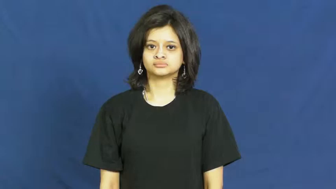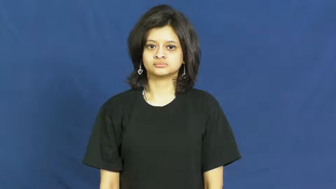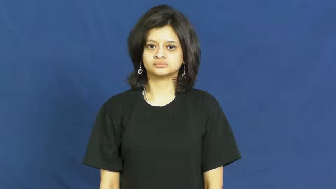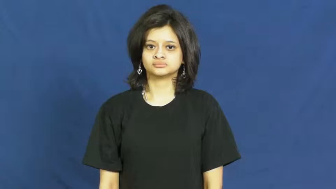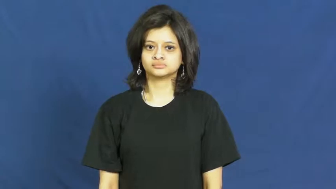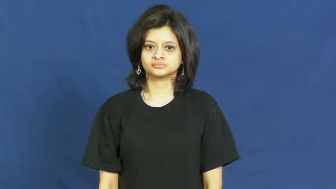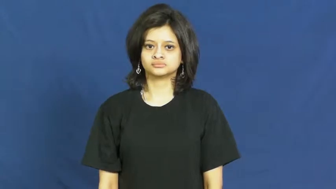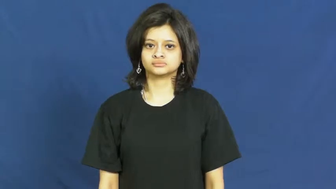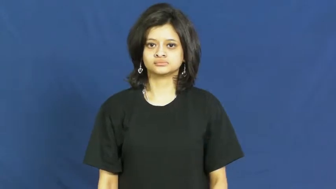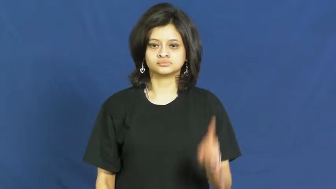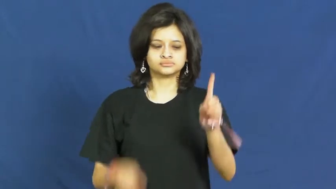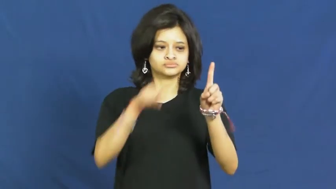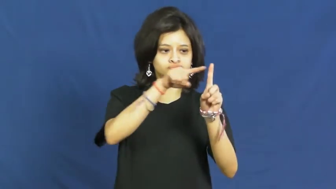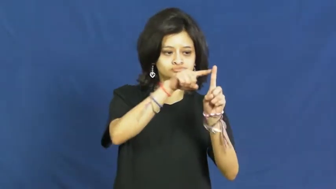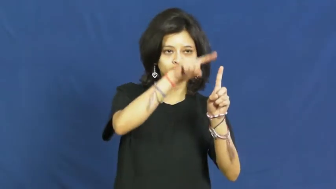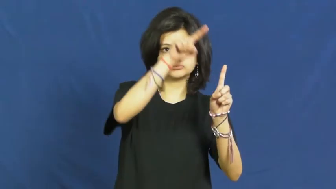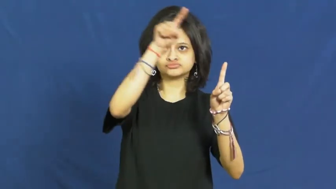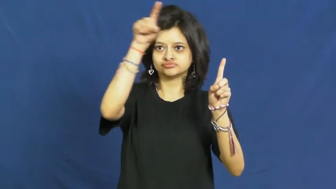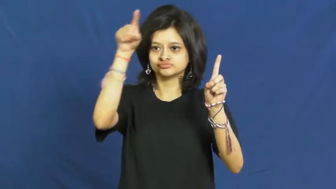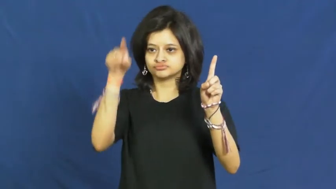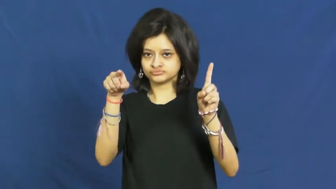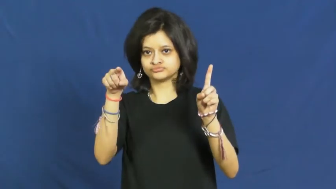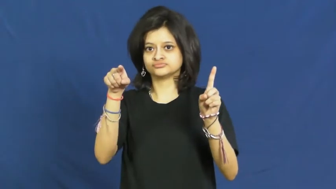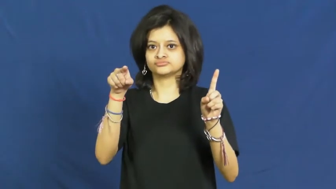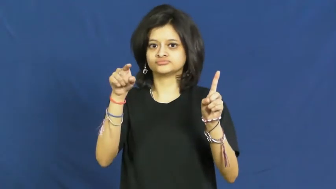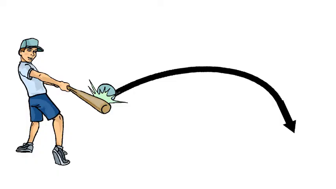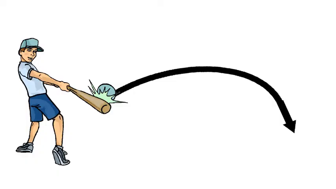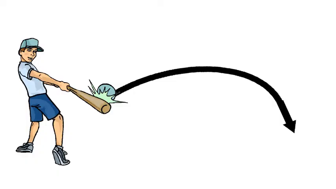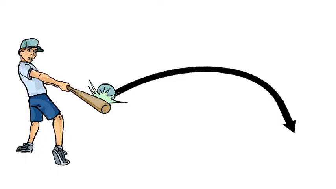bloop